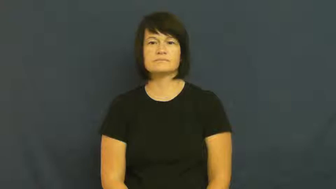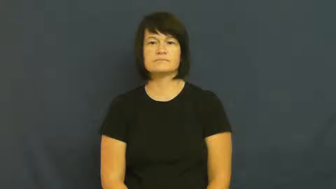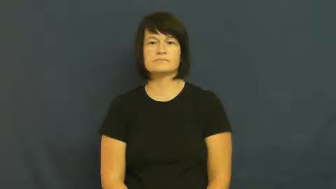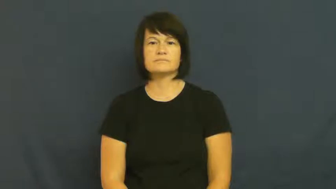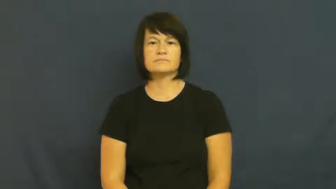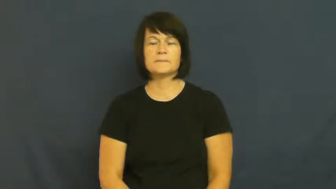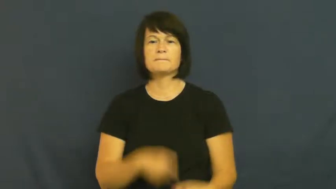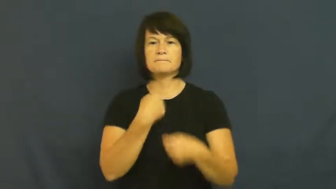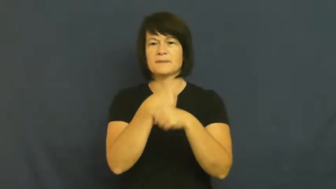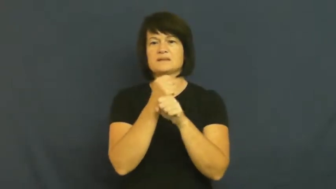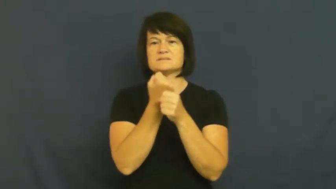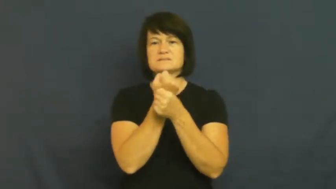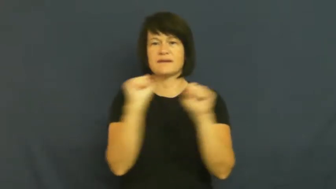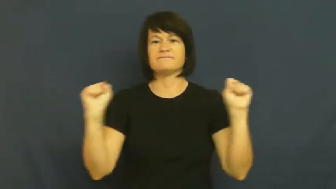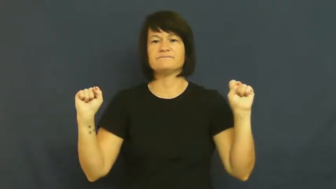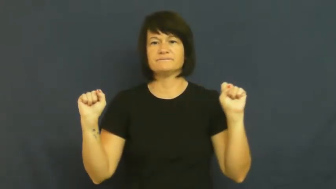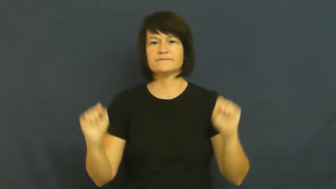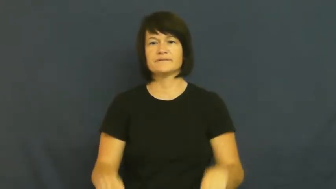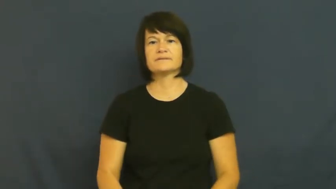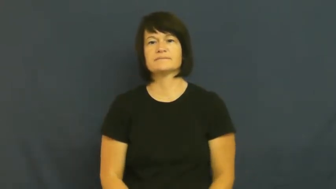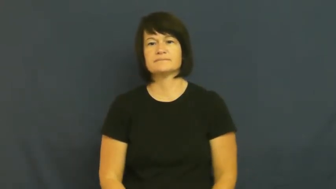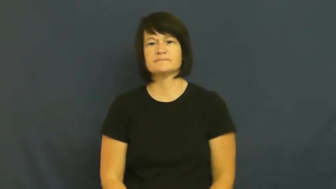secure-make safe